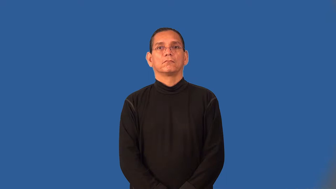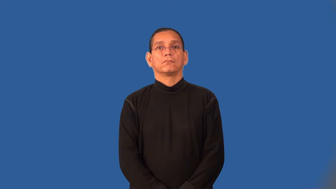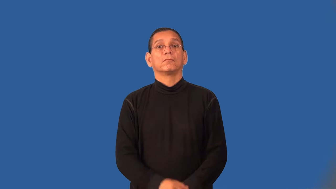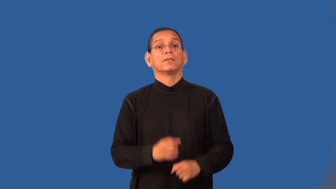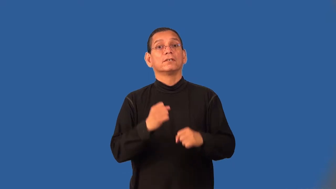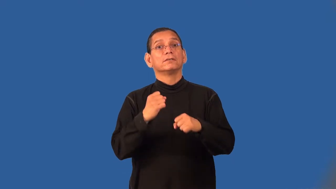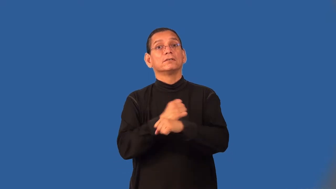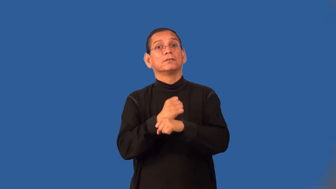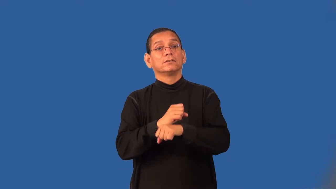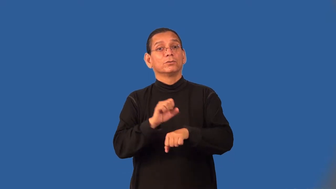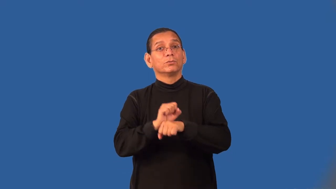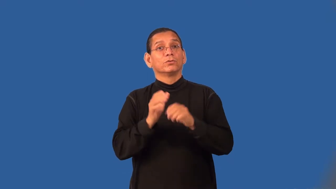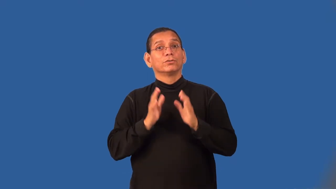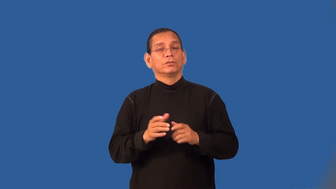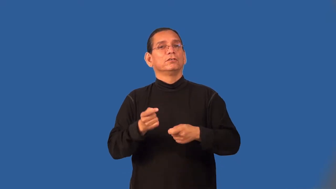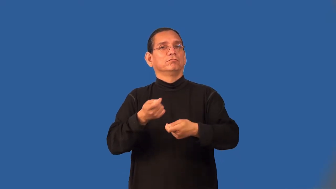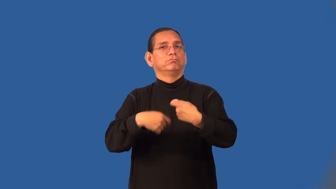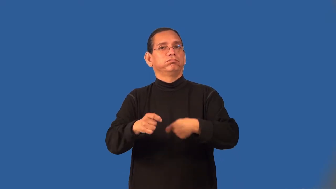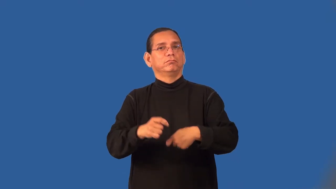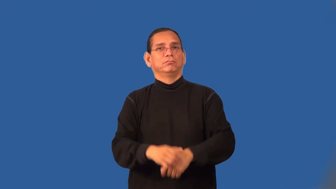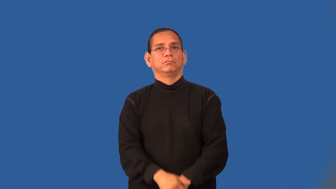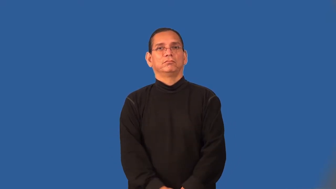turnover-job